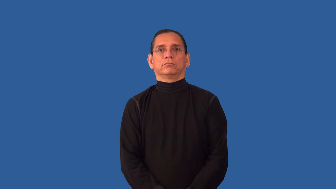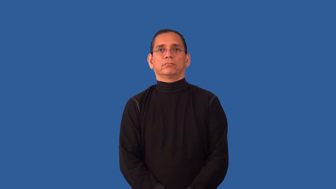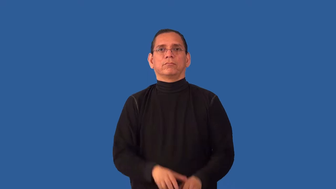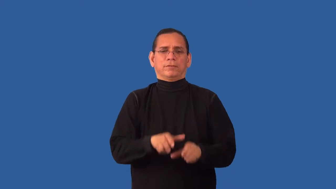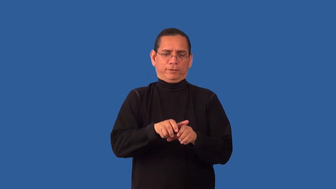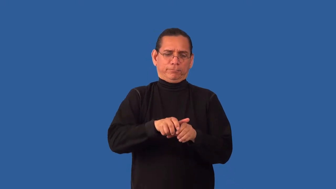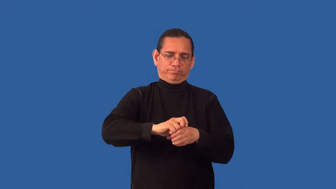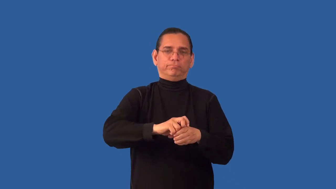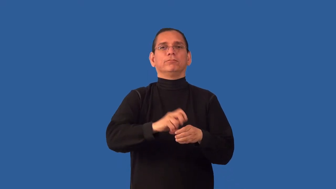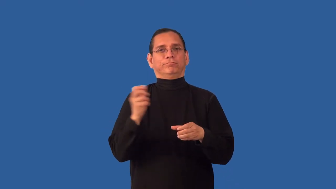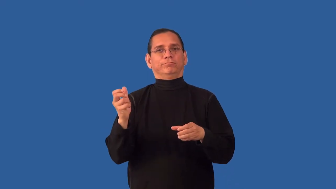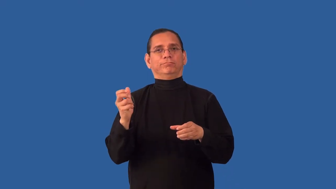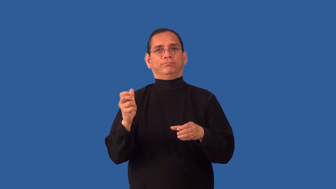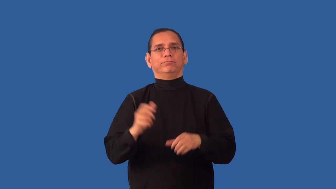uncap